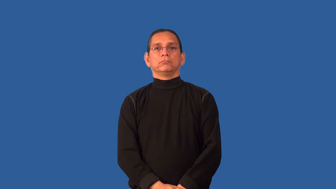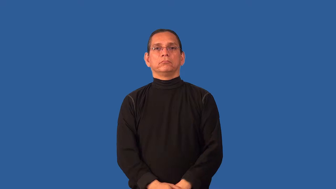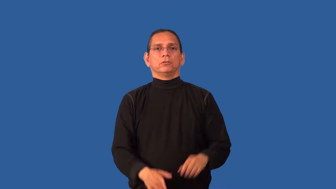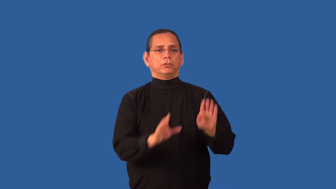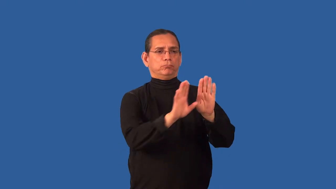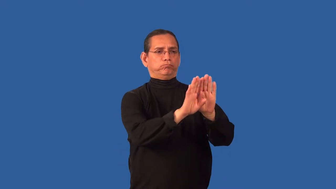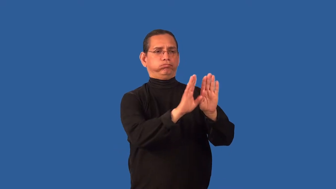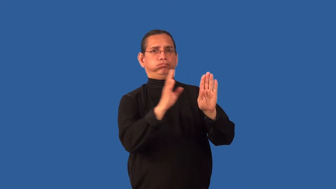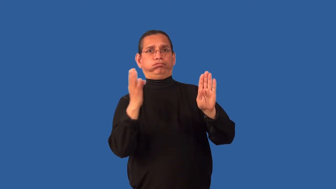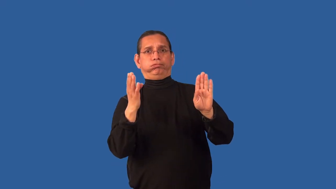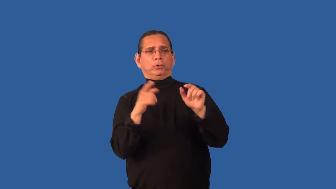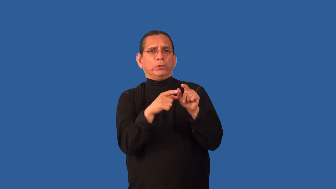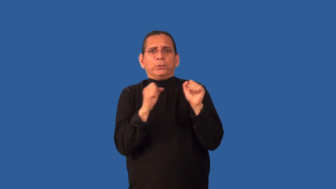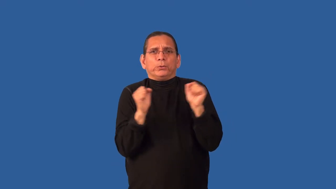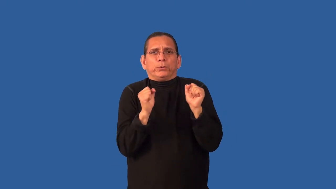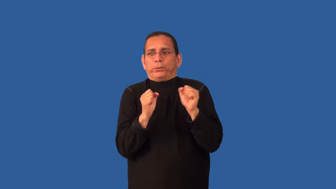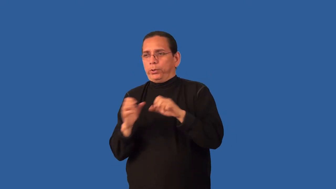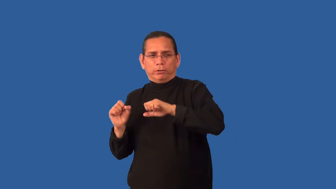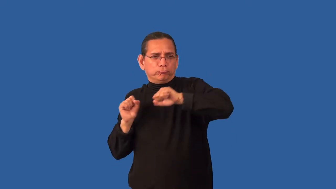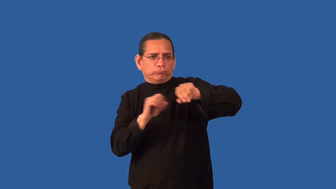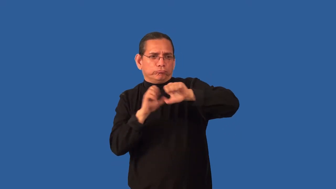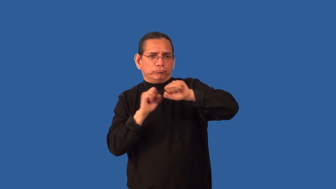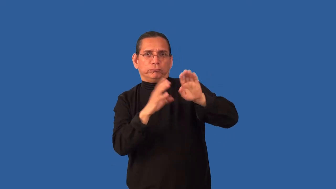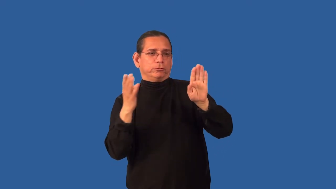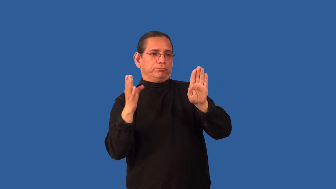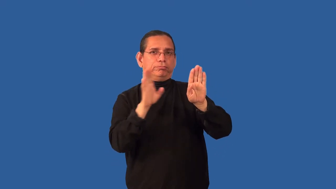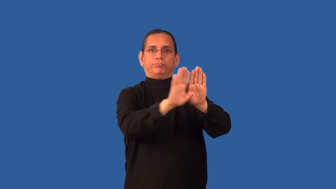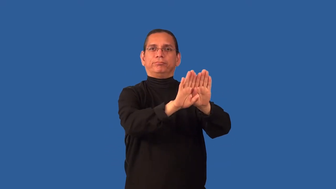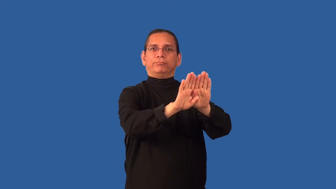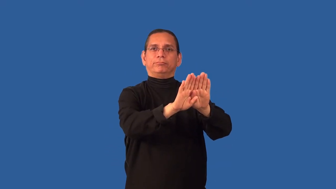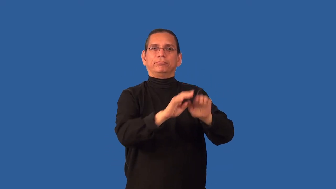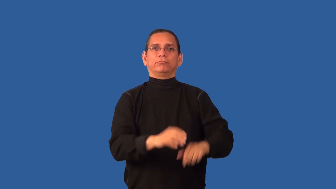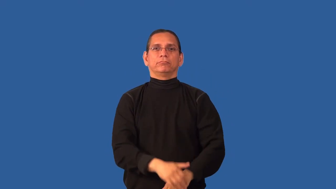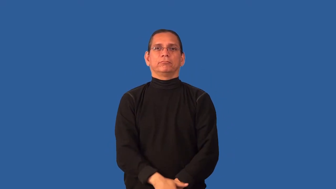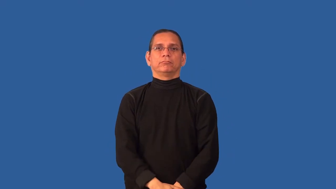chill-cause become cold